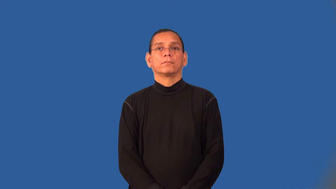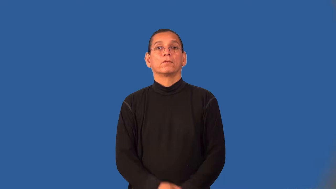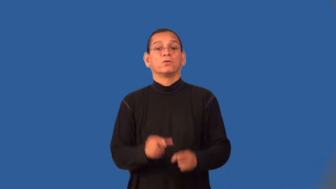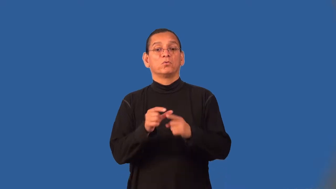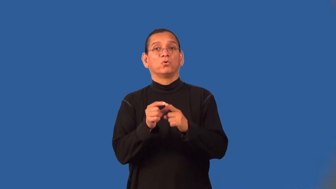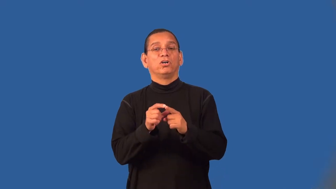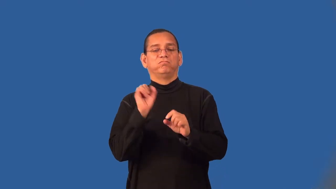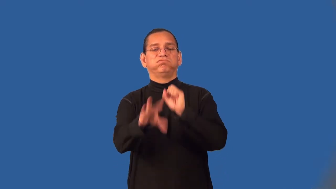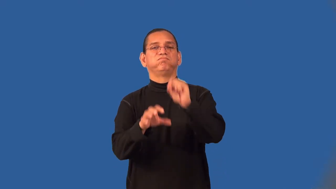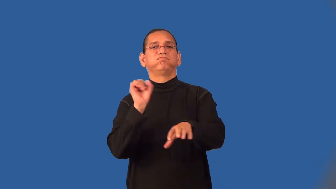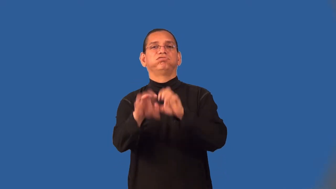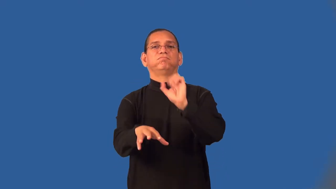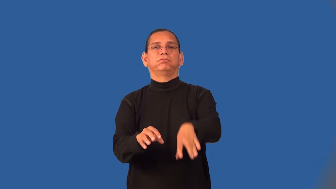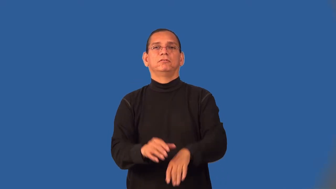wordy